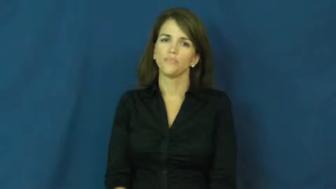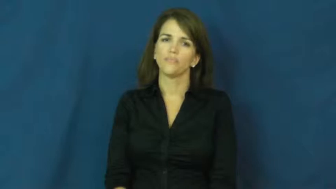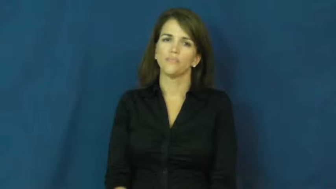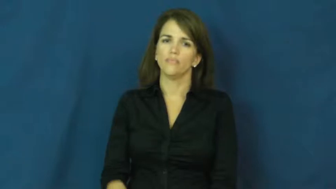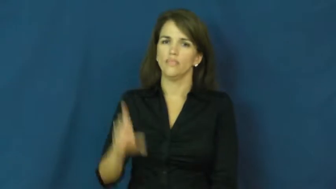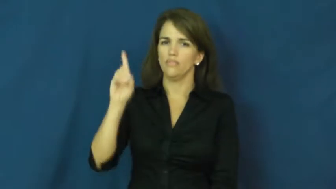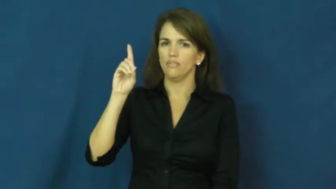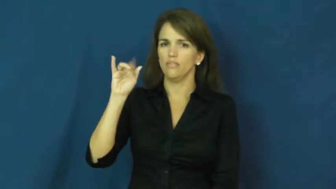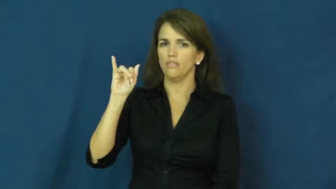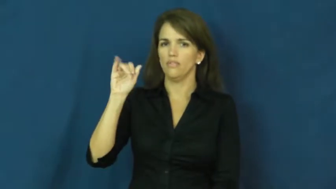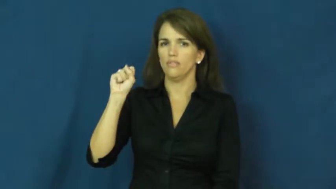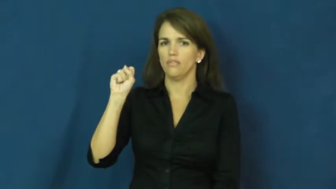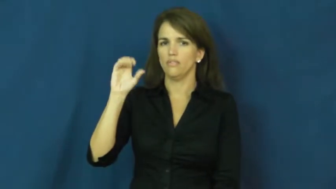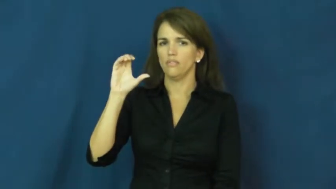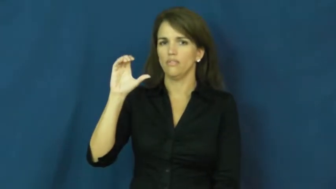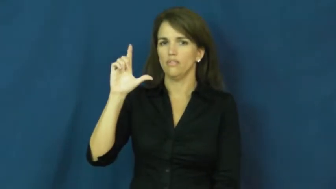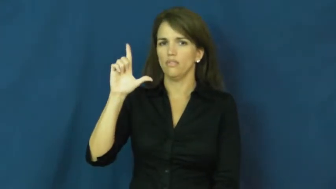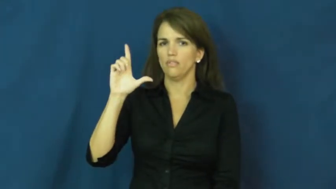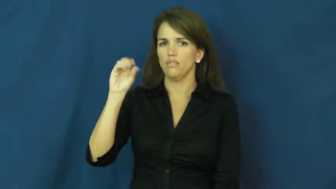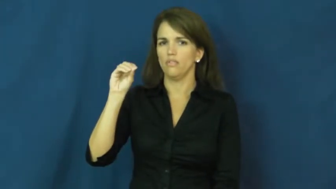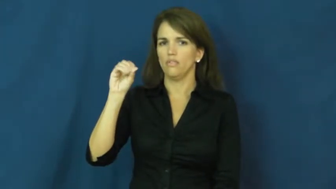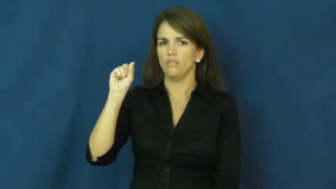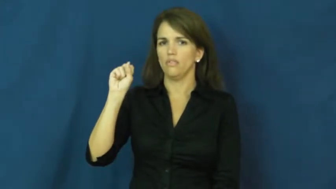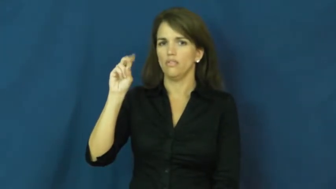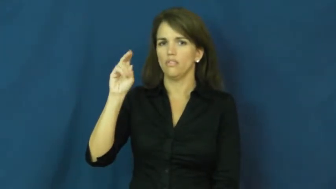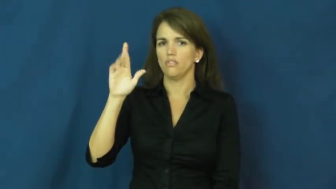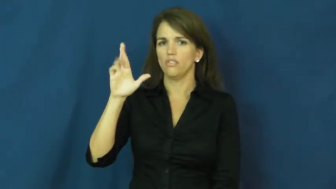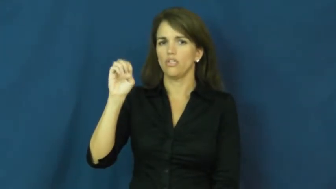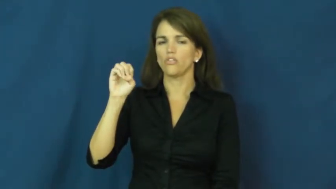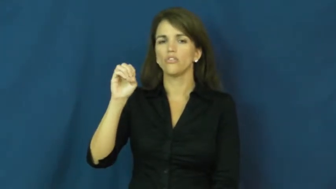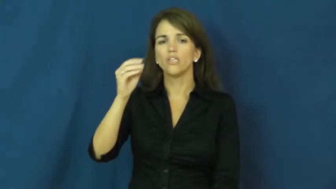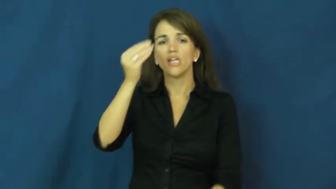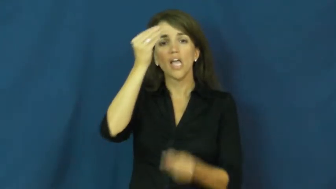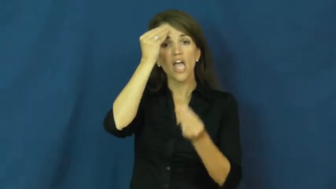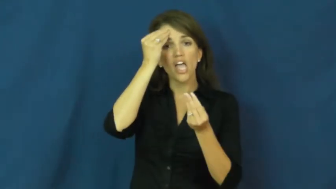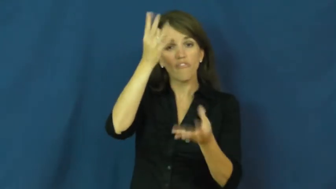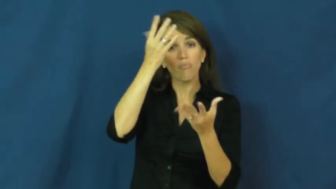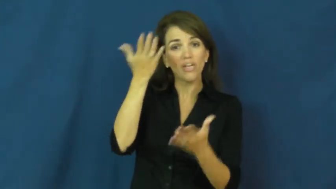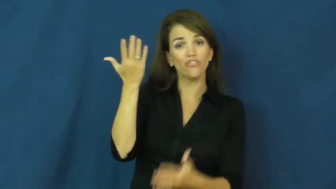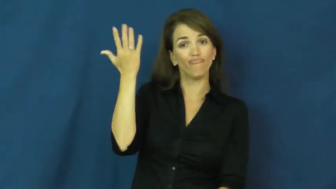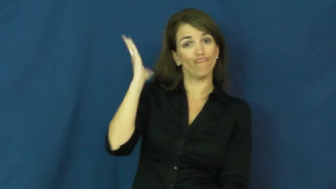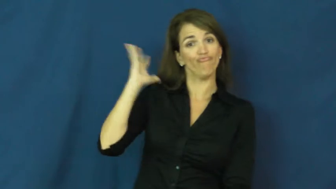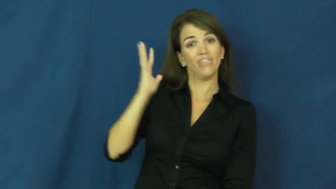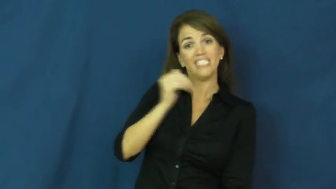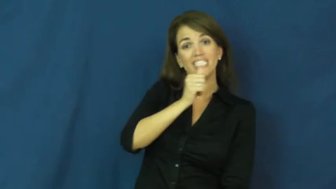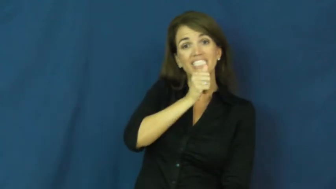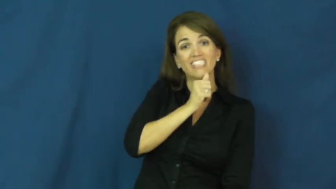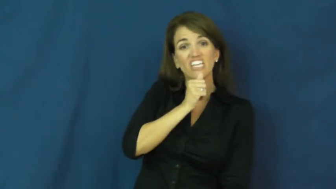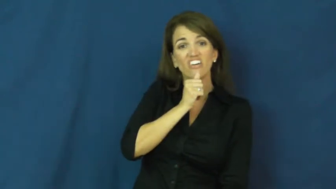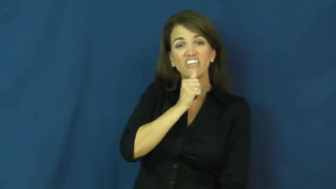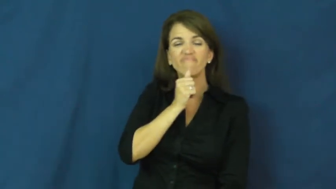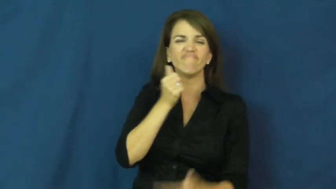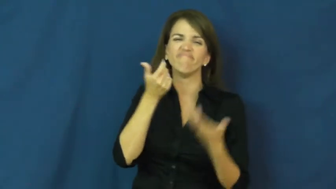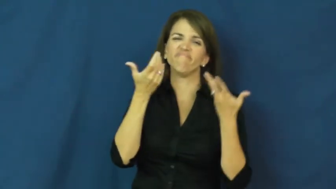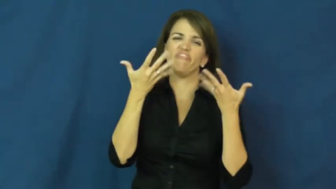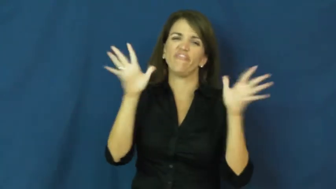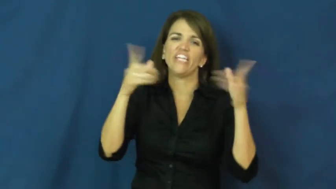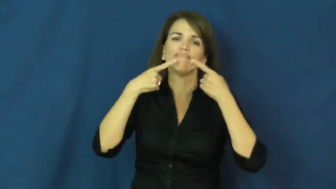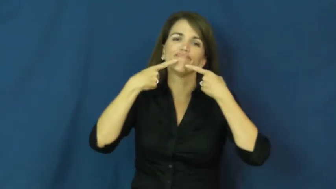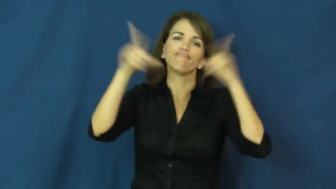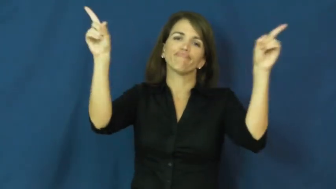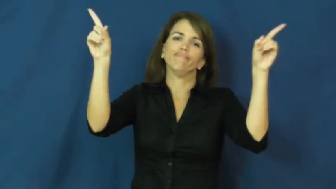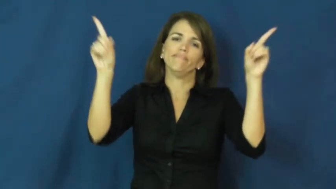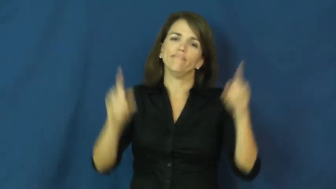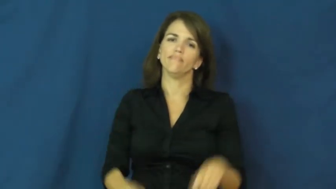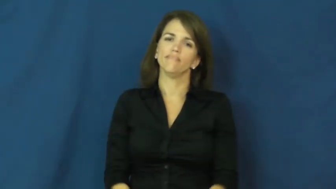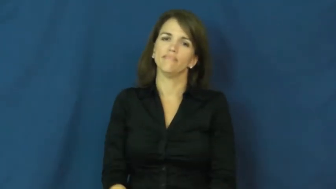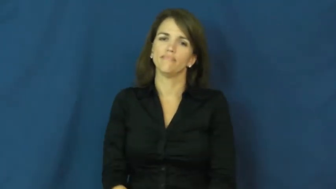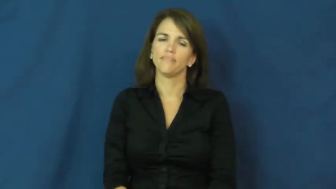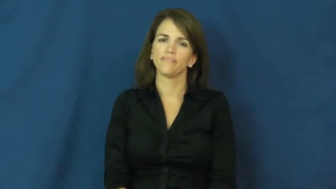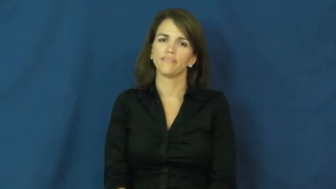disclose